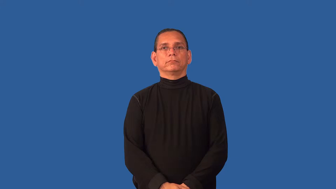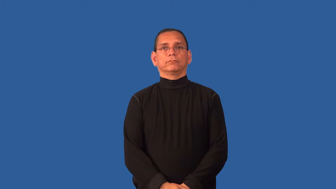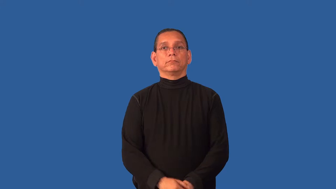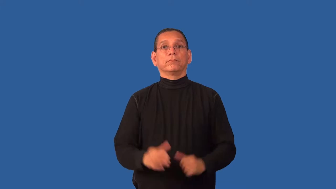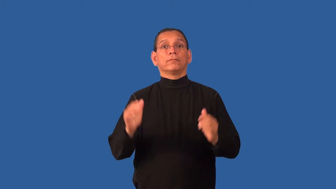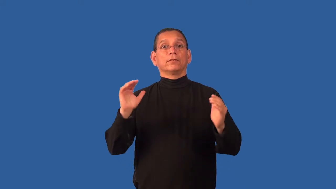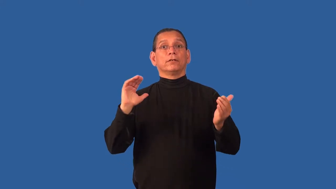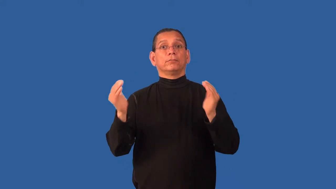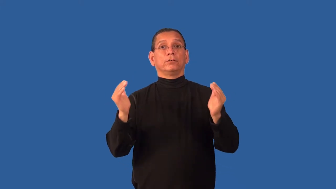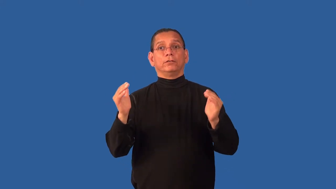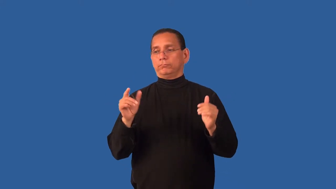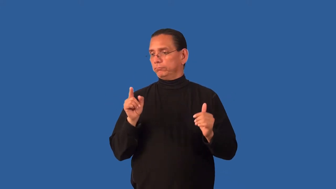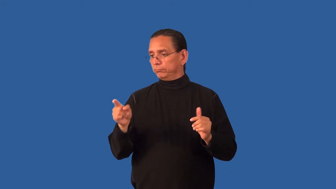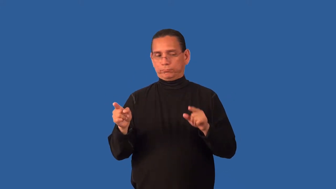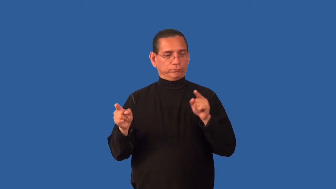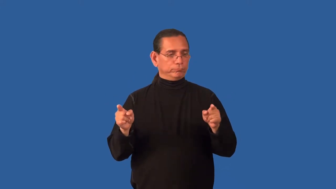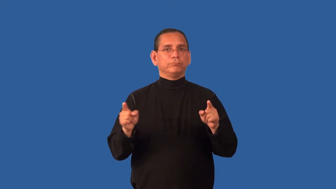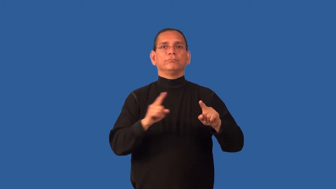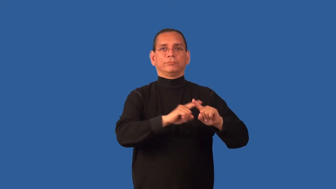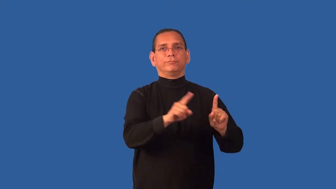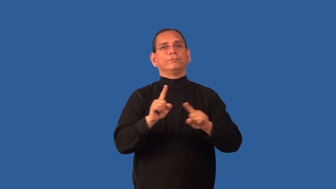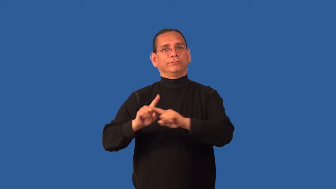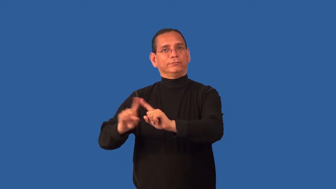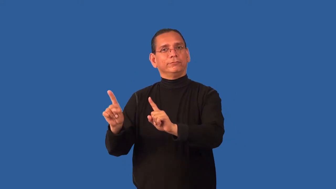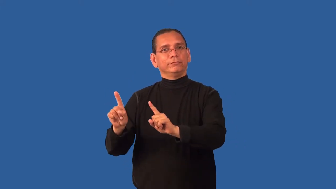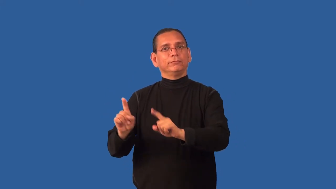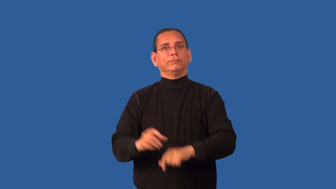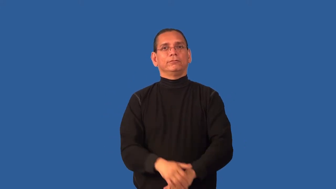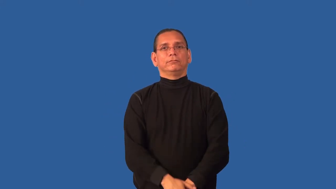contrast-compare